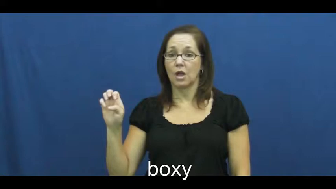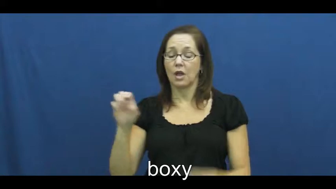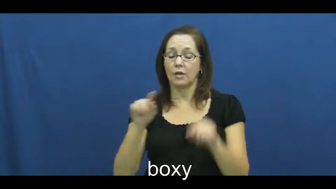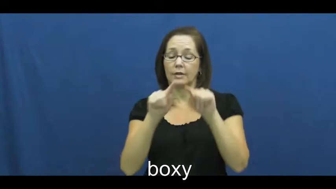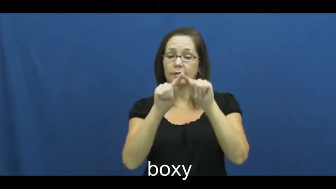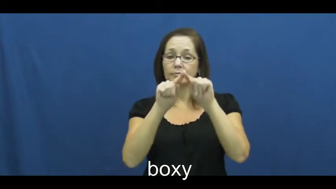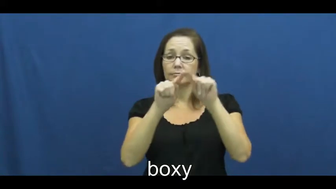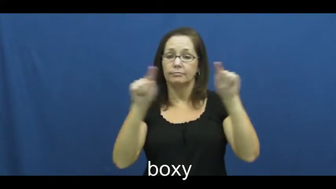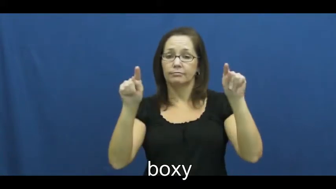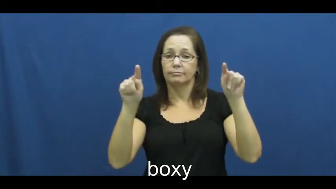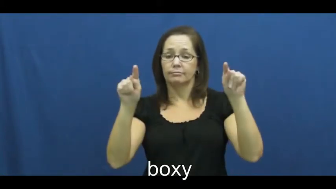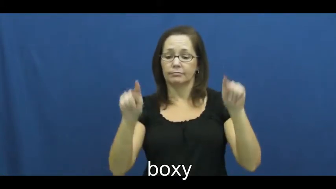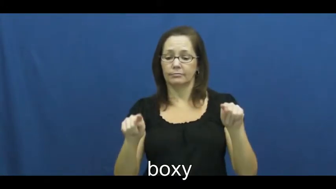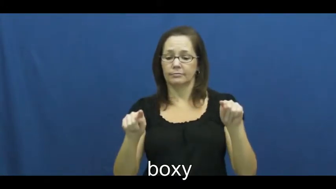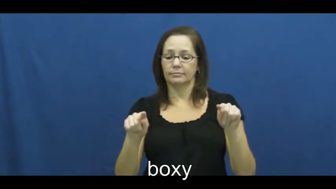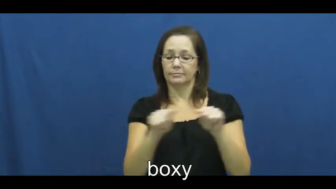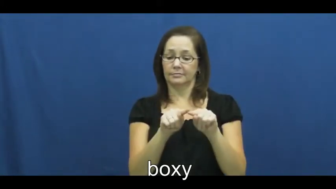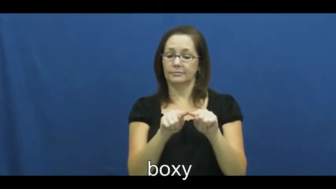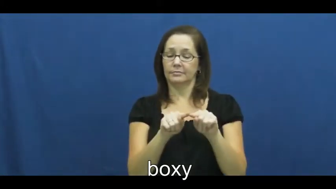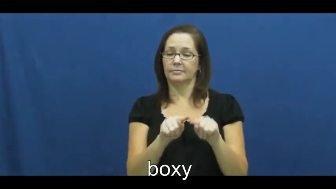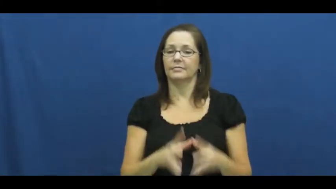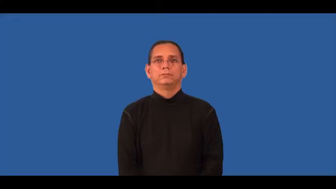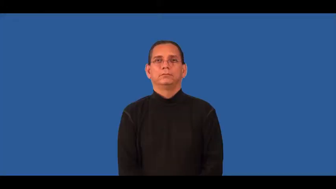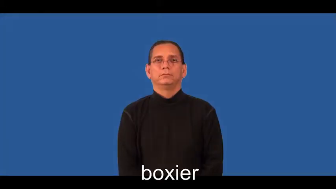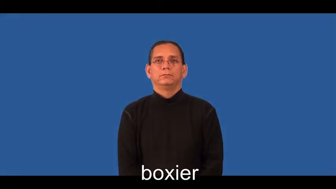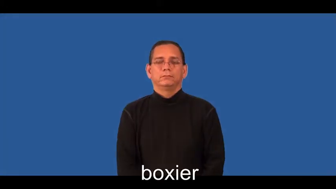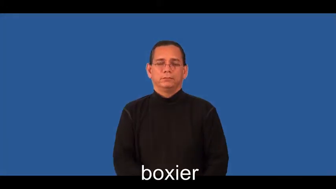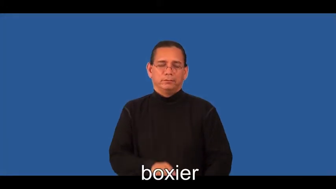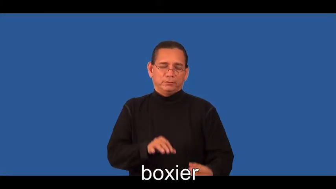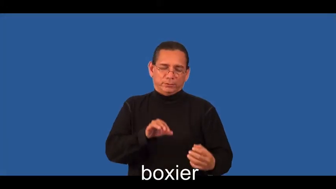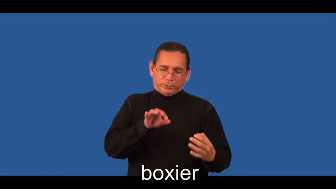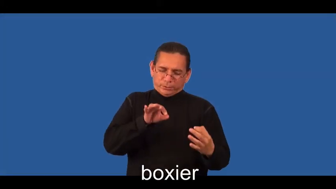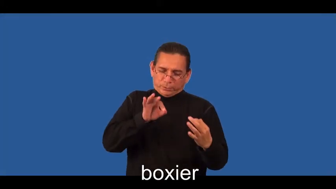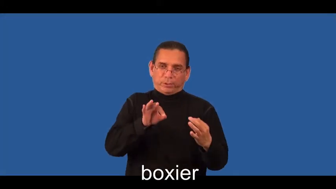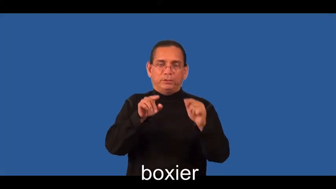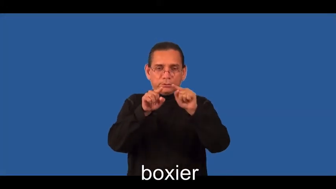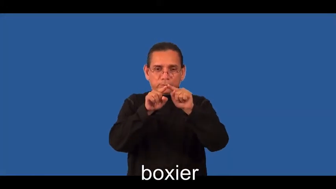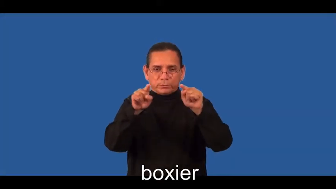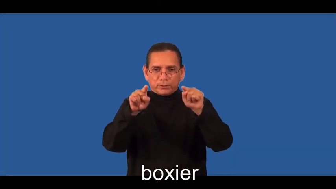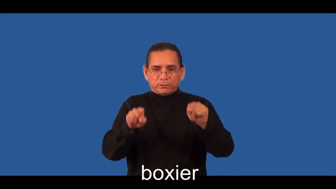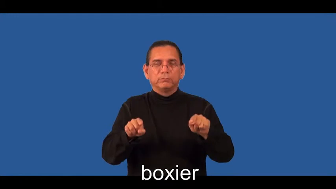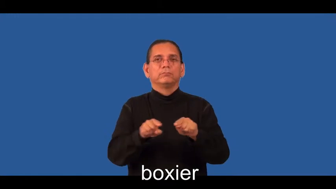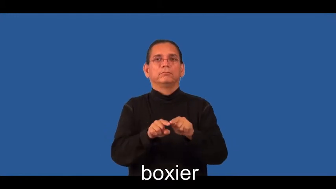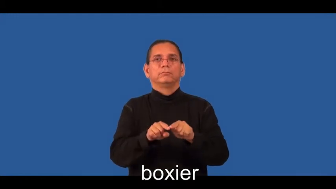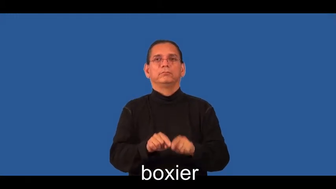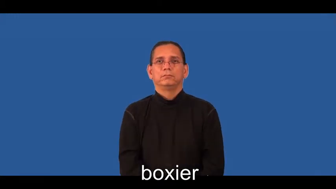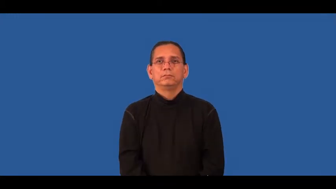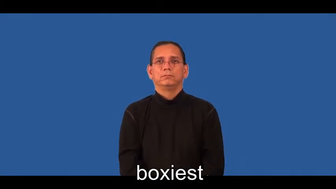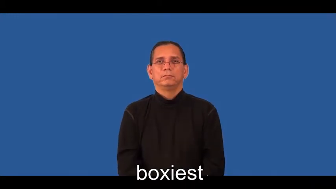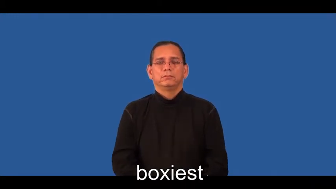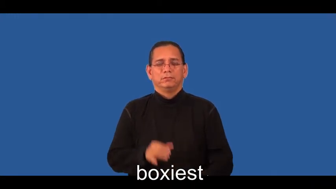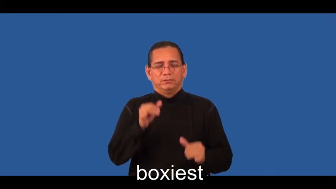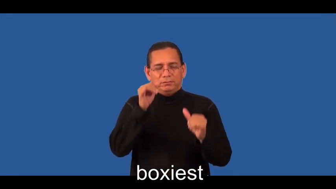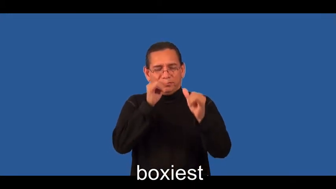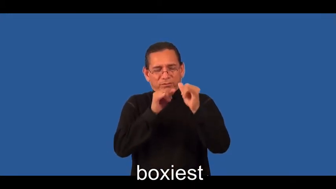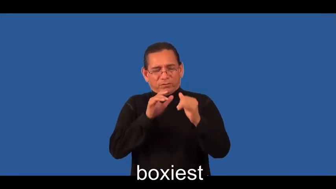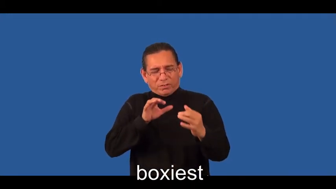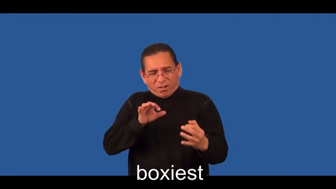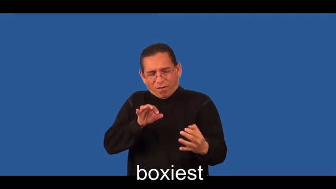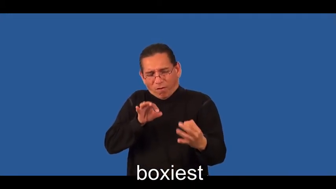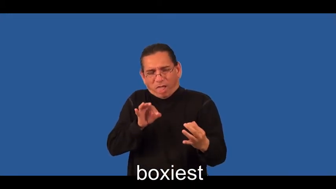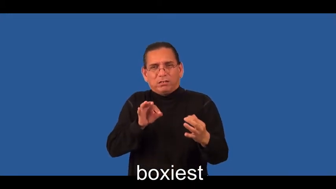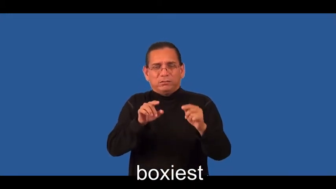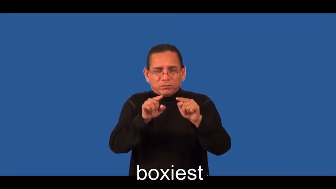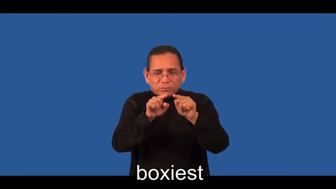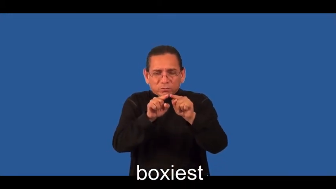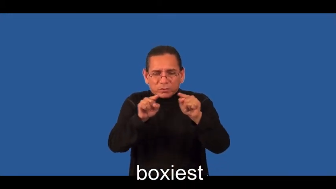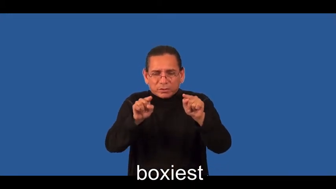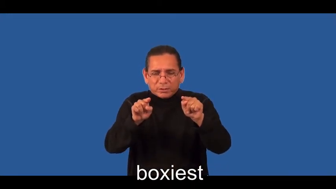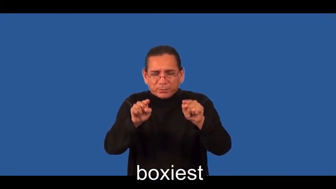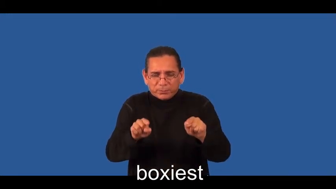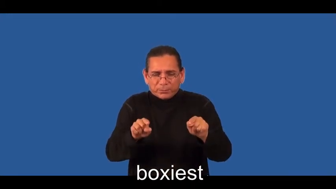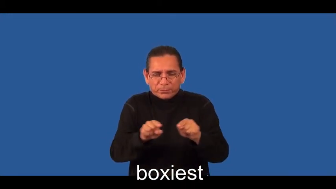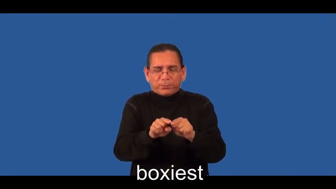boxier,boxiest